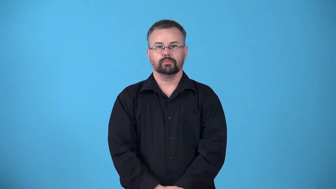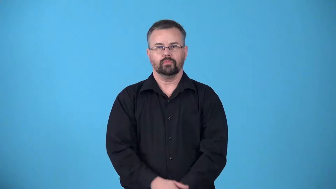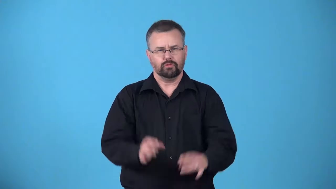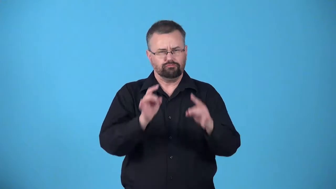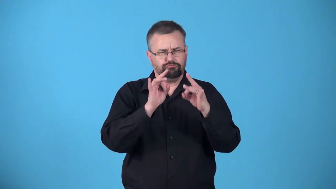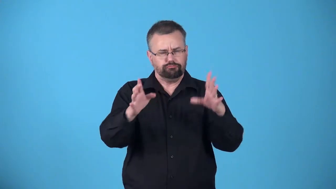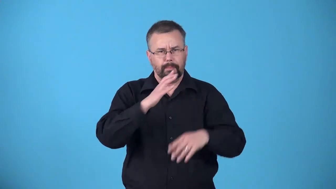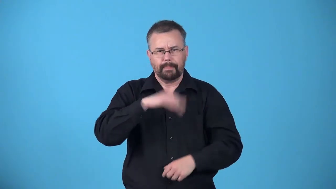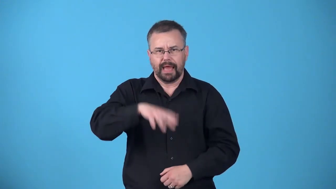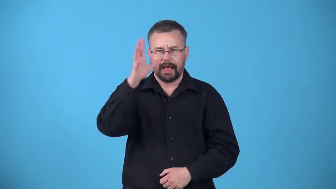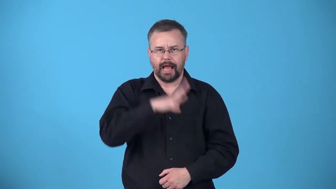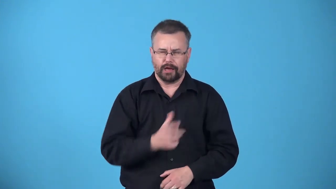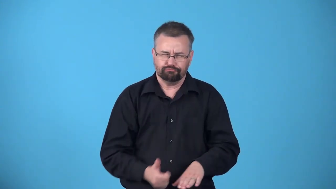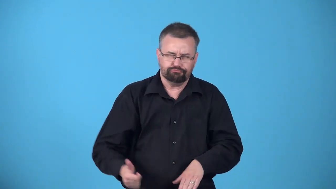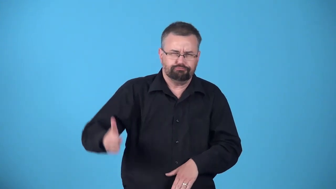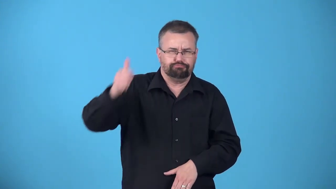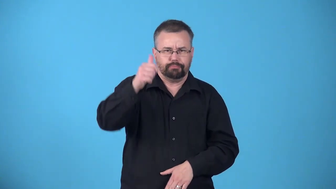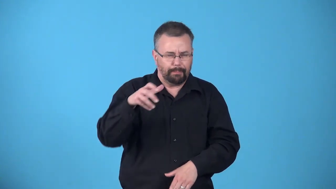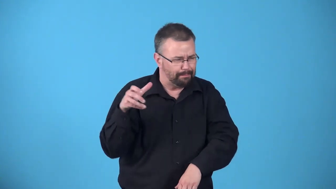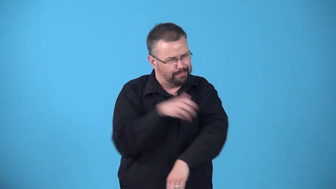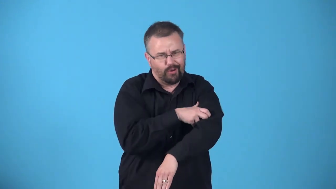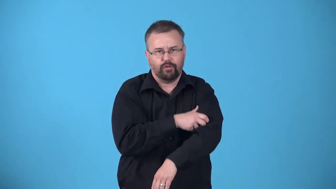archvillain